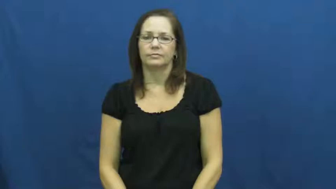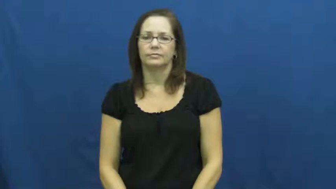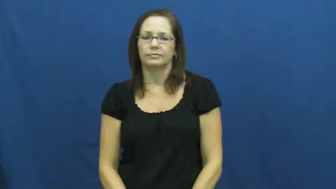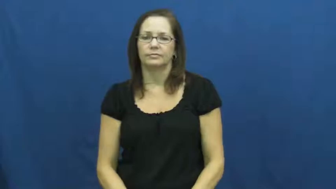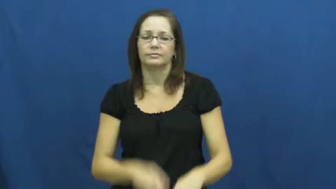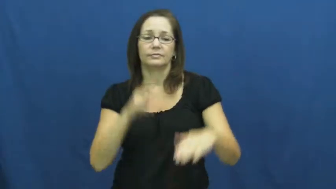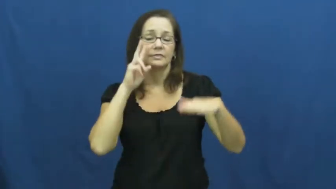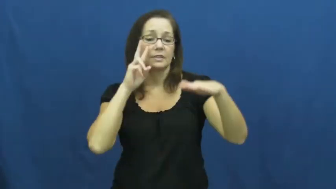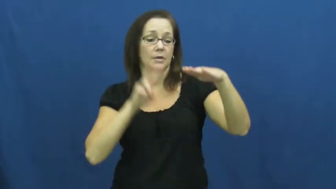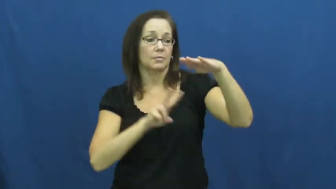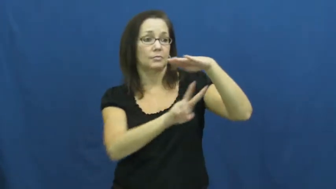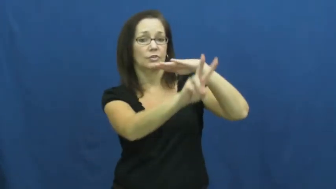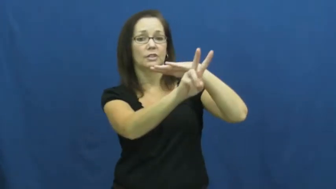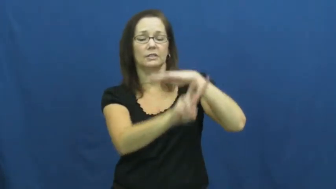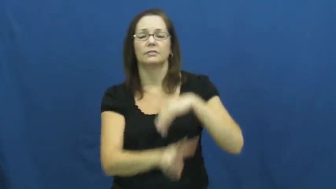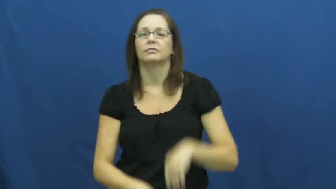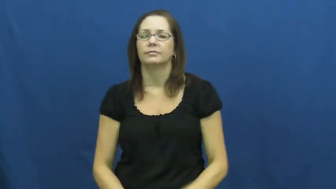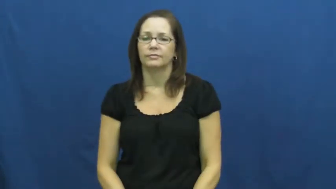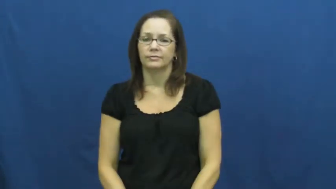predict,project,foresee,foretell,envision,envisage,prescience,call,futurology